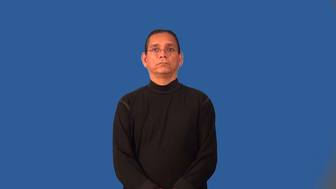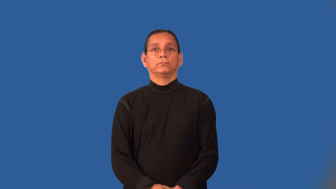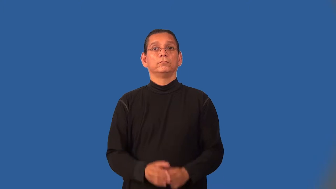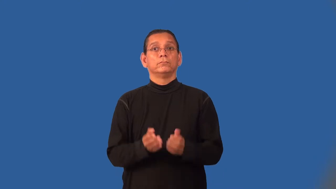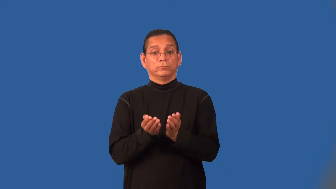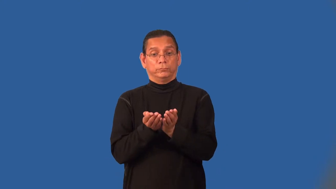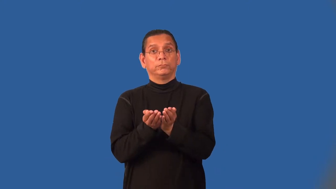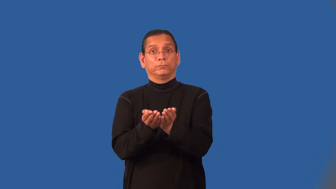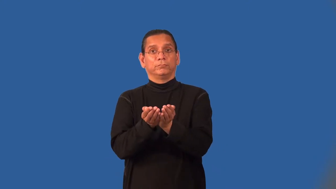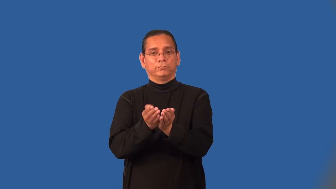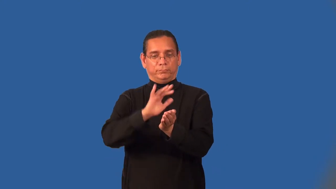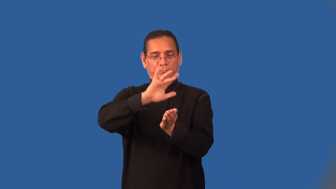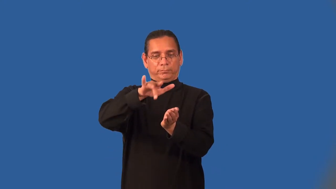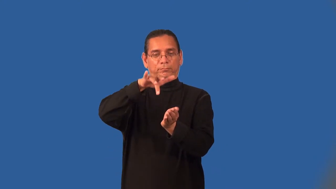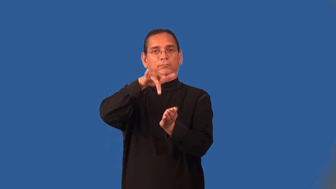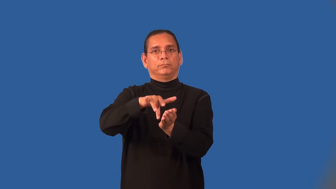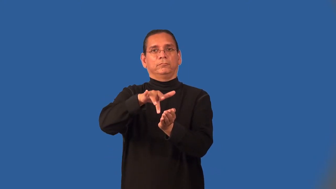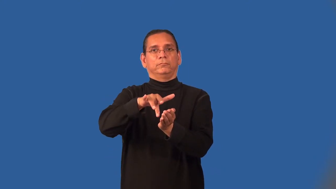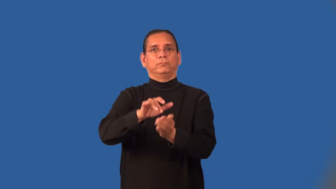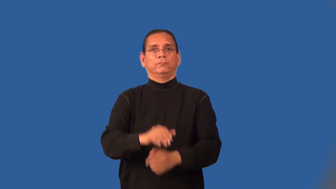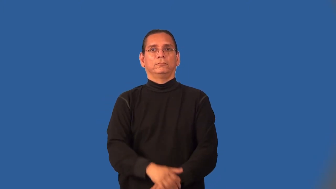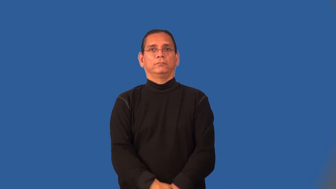midship